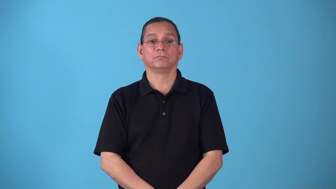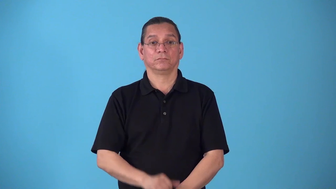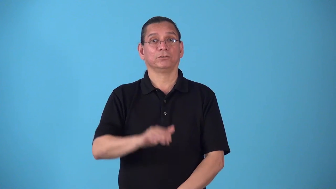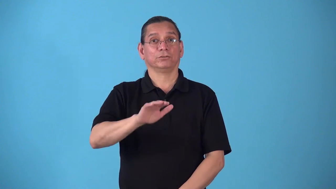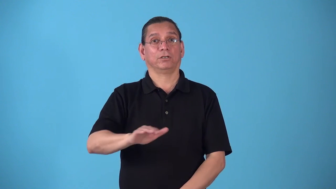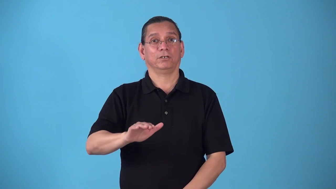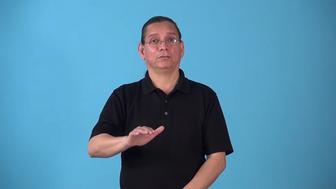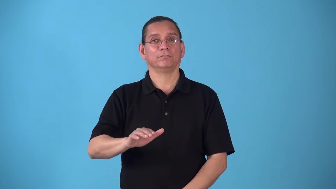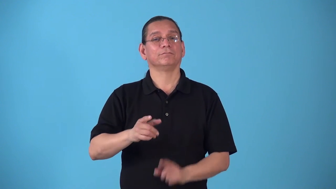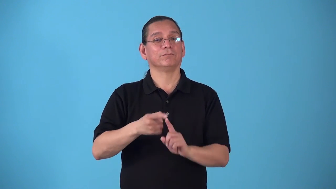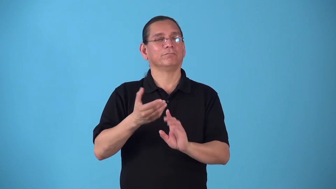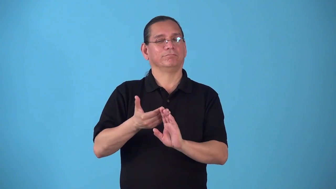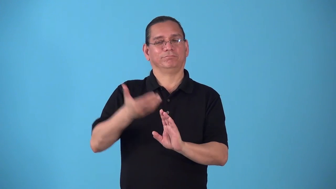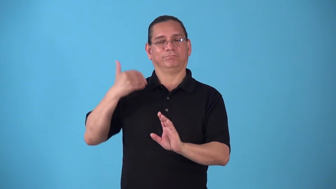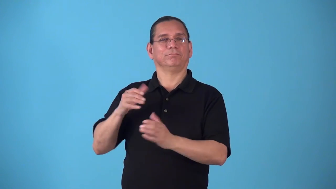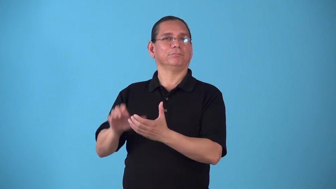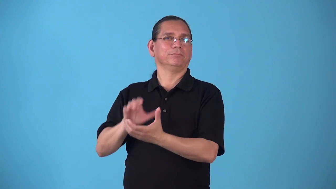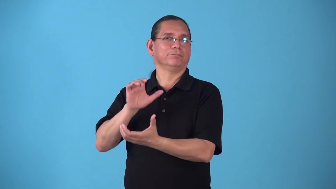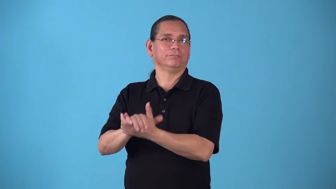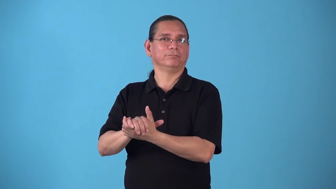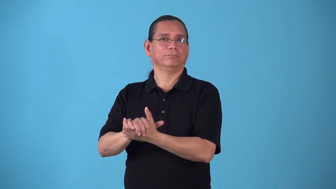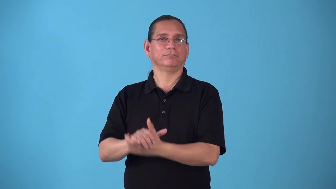stepchild